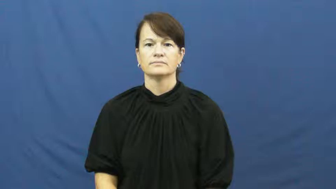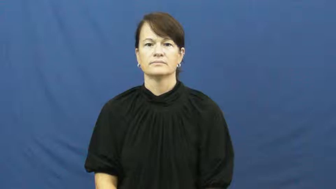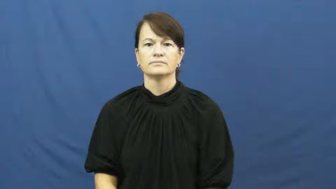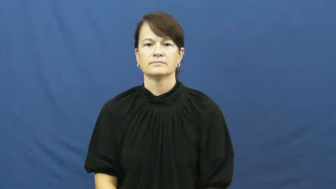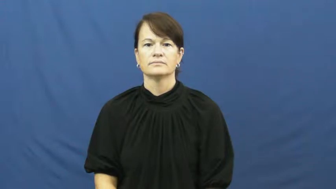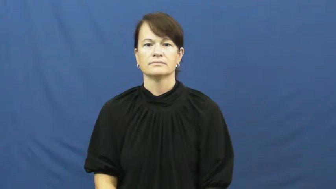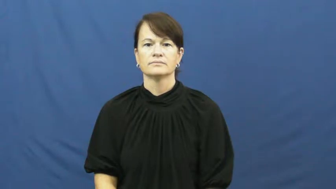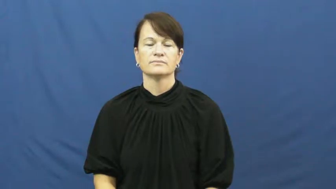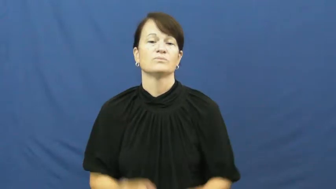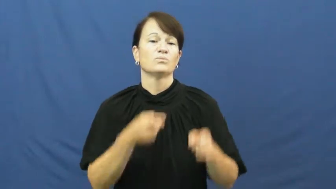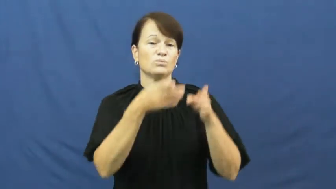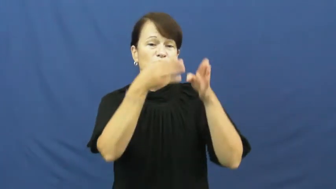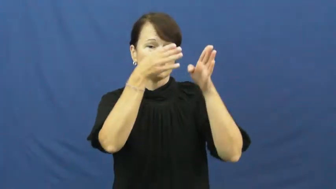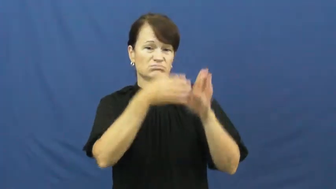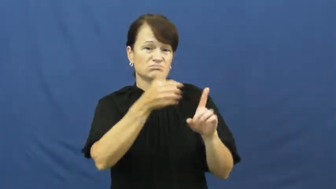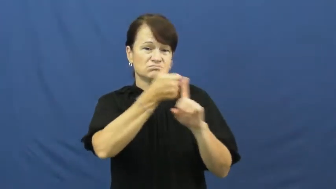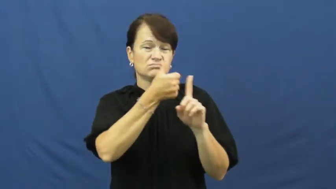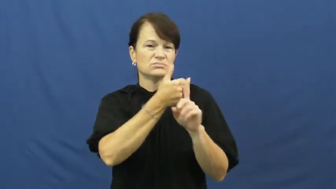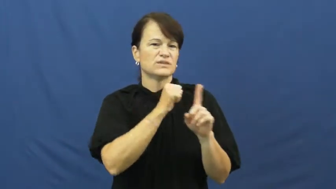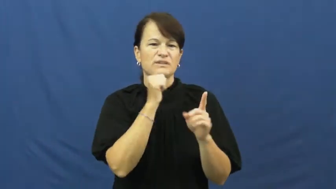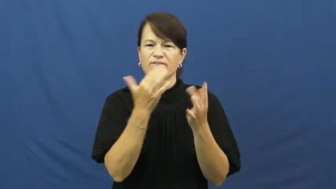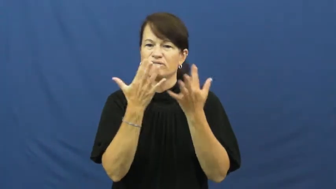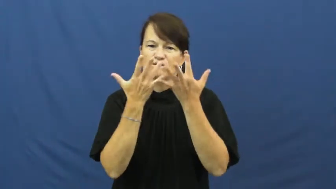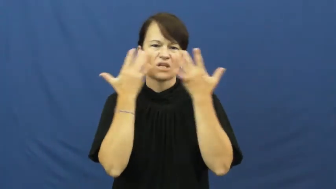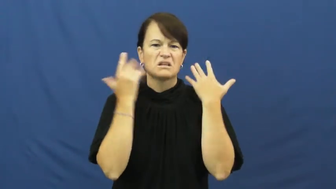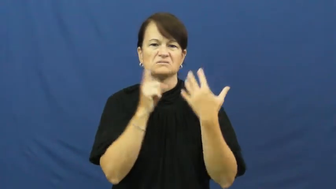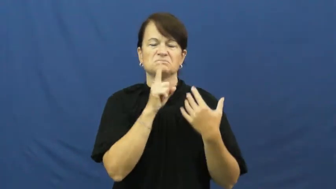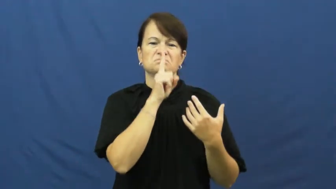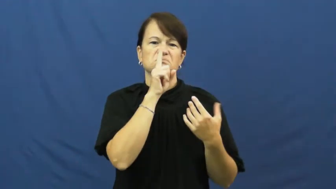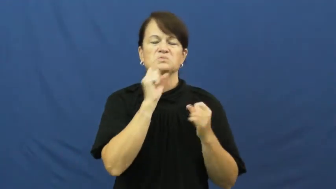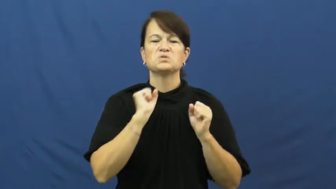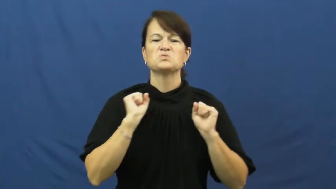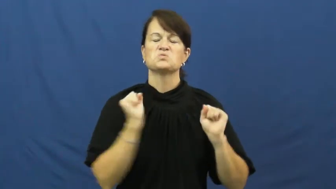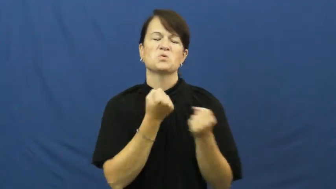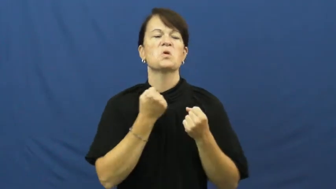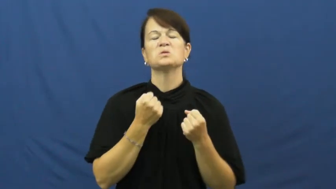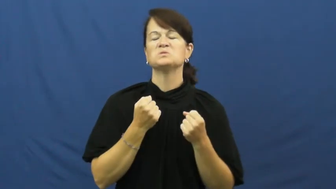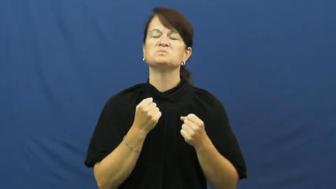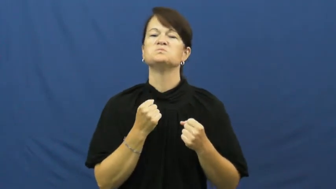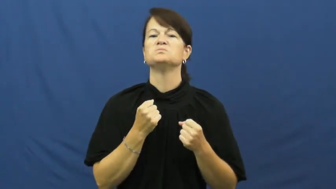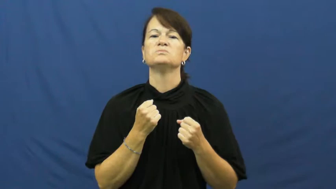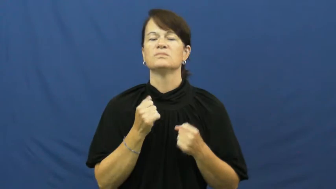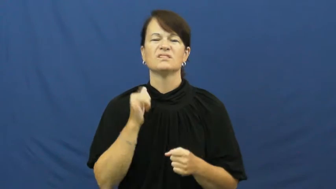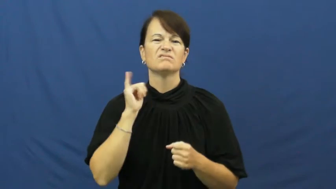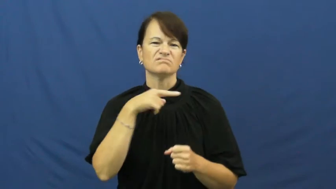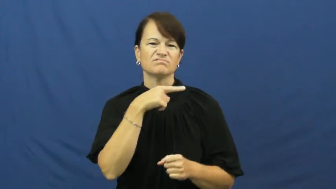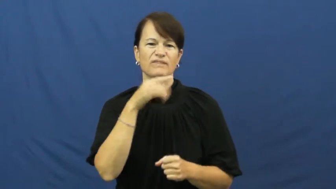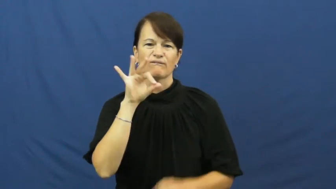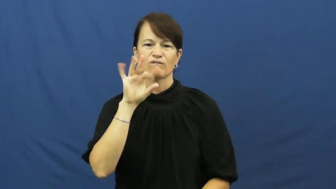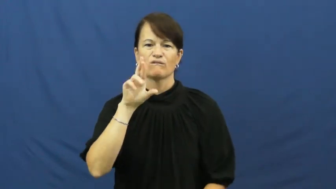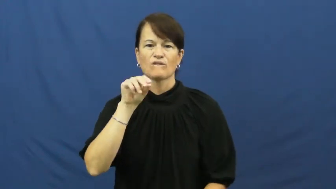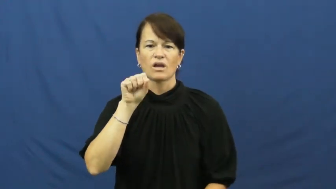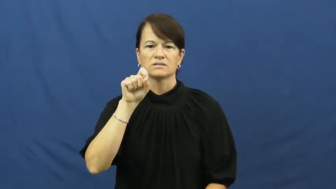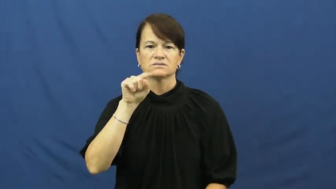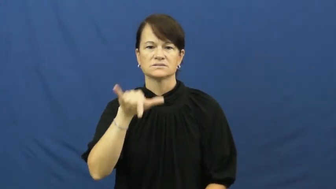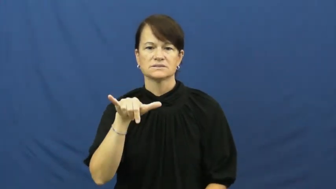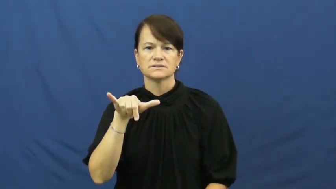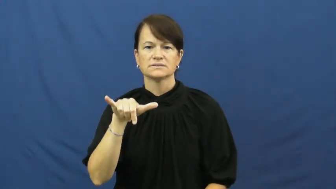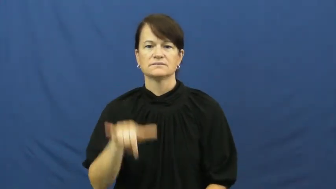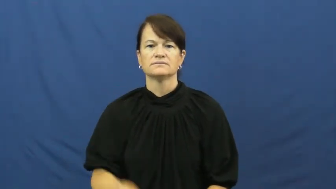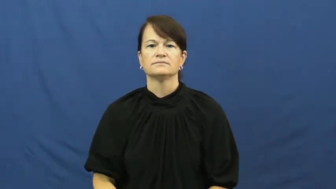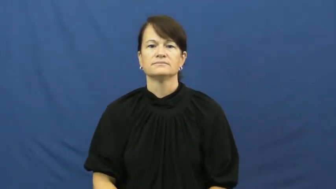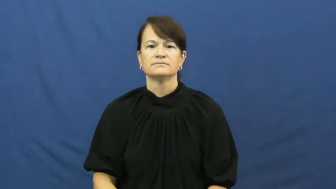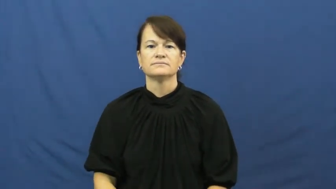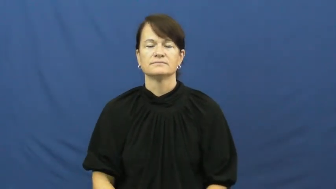unfriendly,inimical,offhanded,offish,chilly